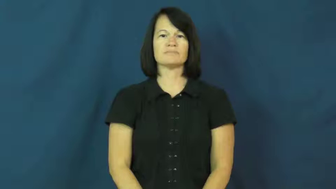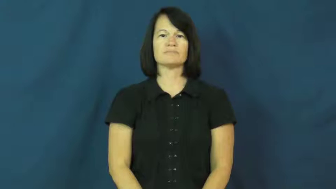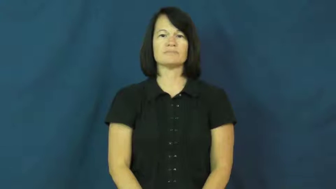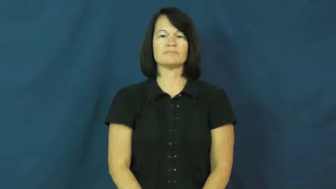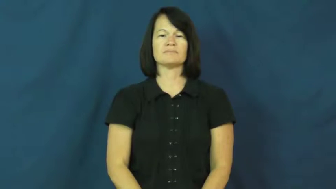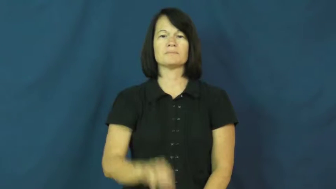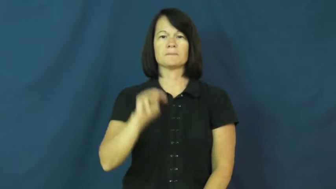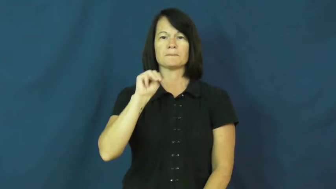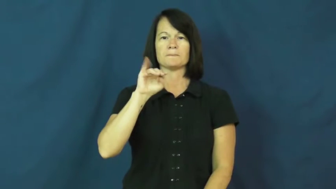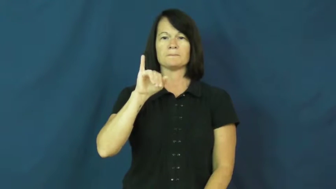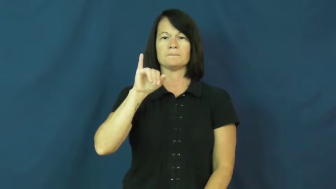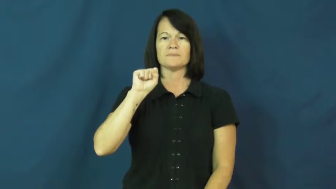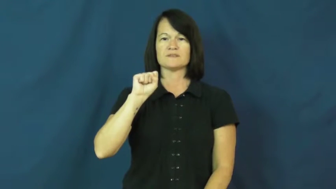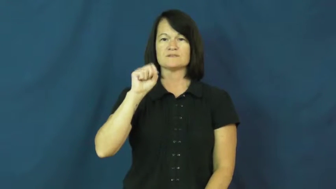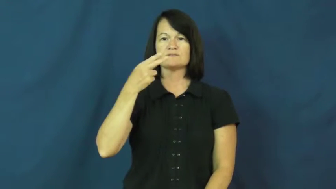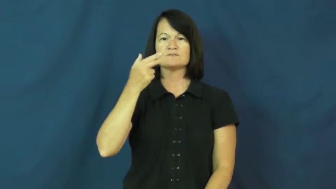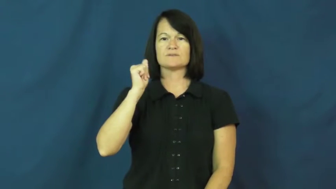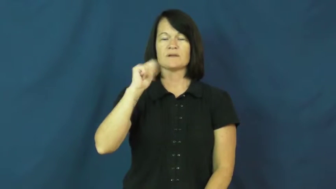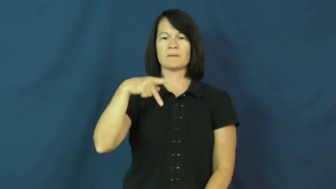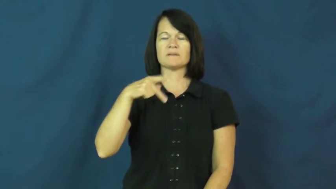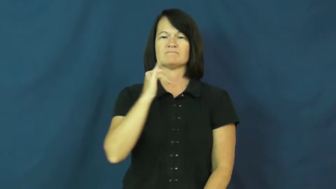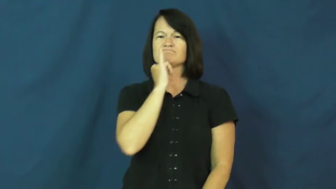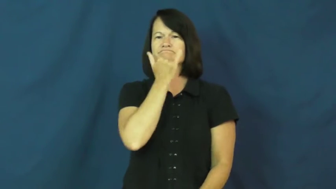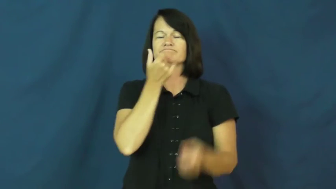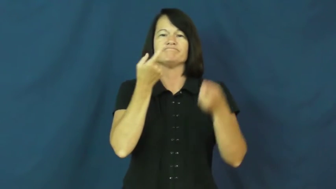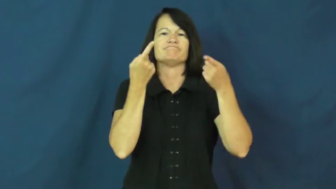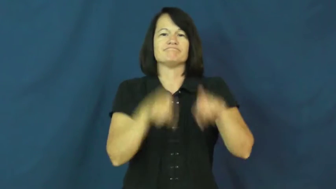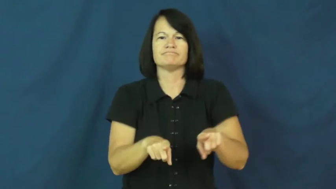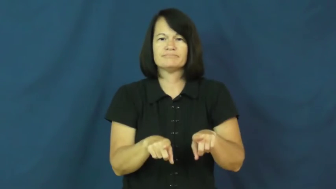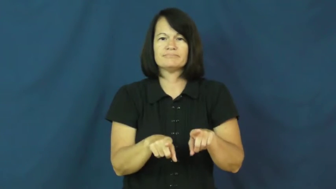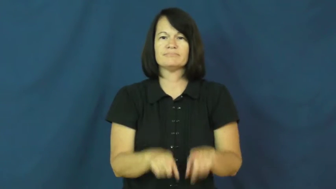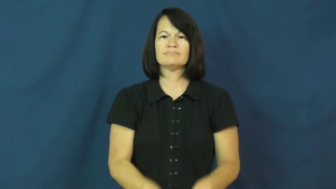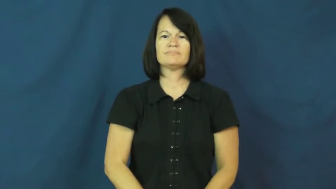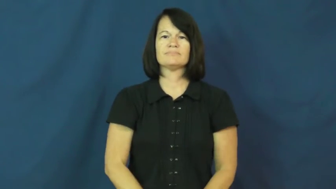mishap